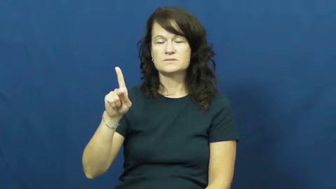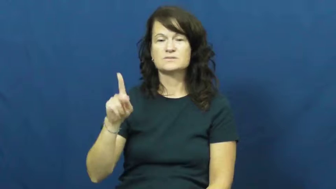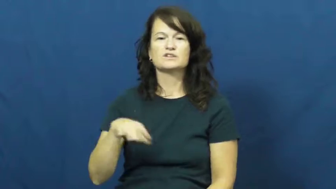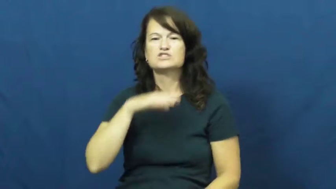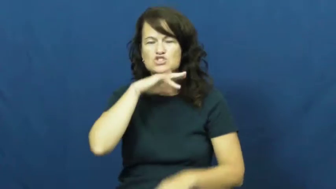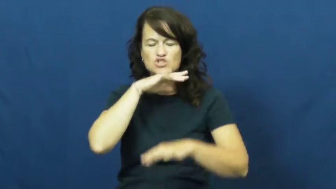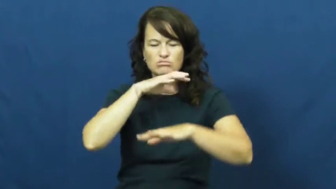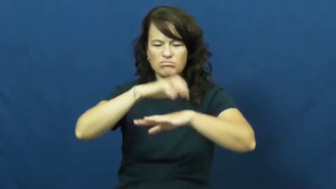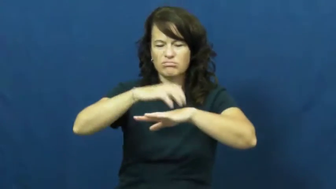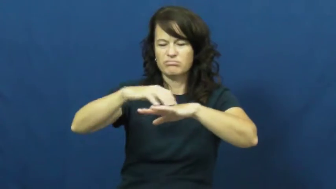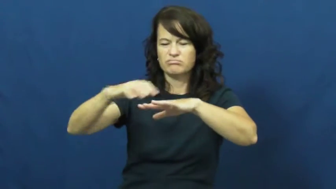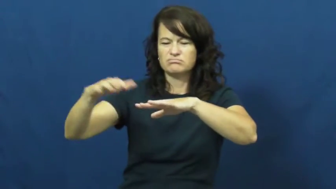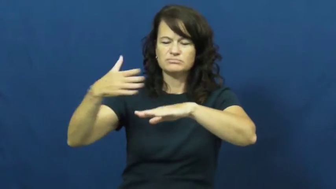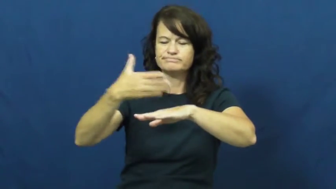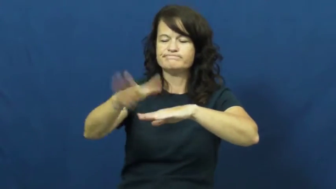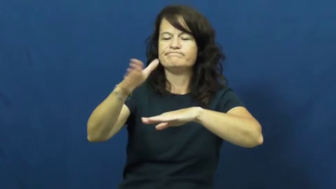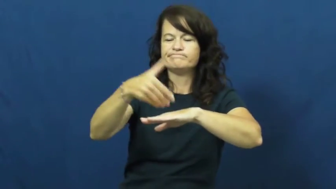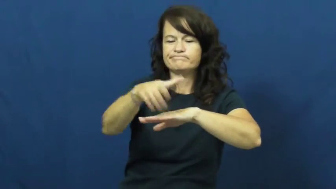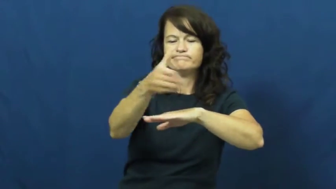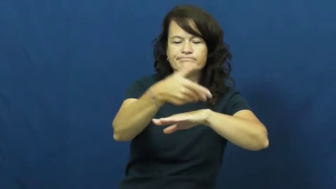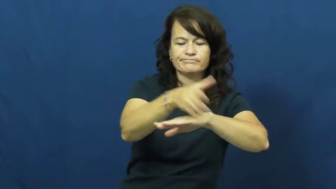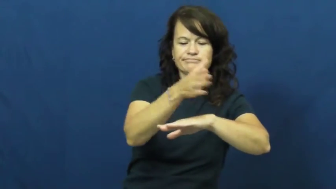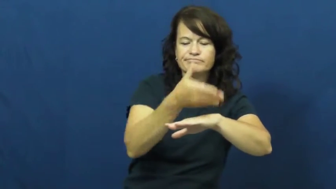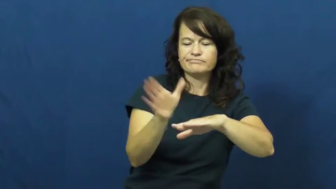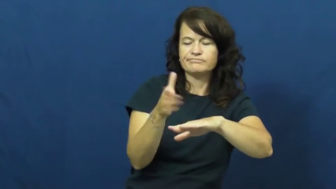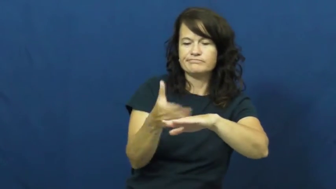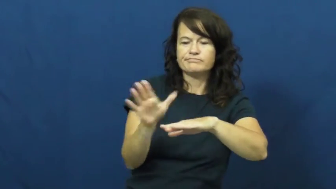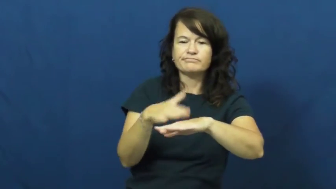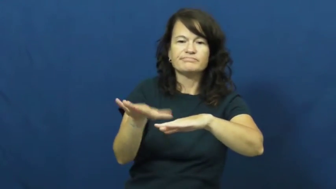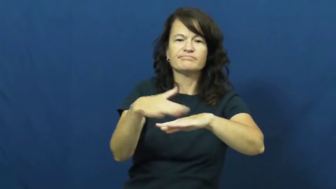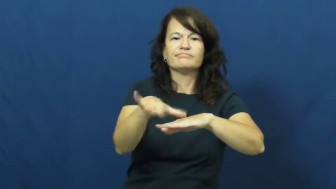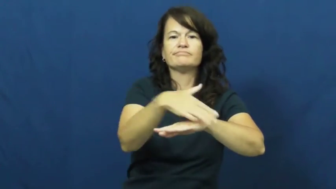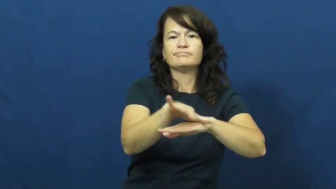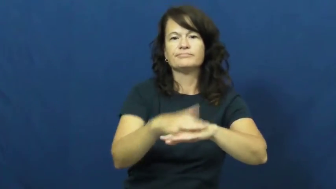whisk,brush away-clean